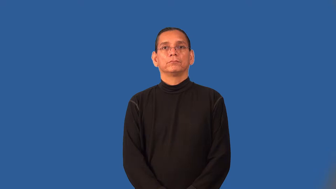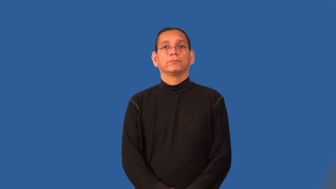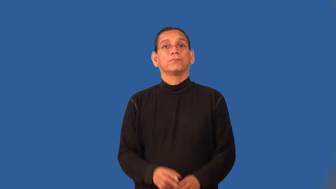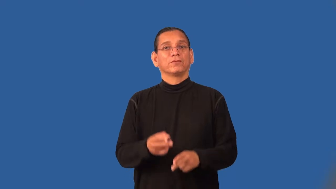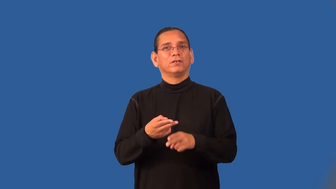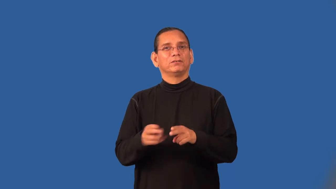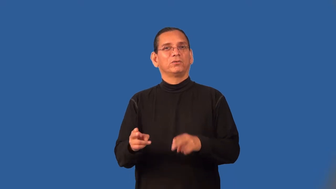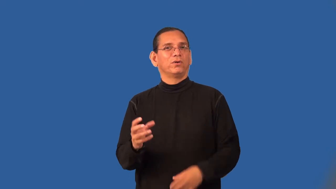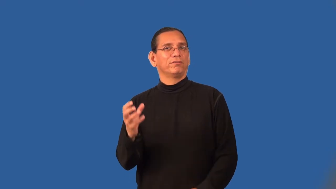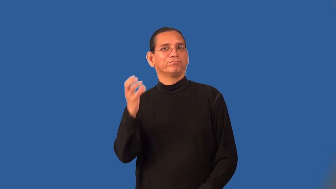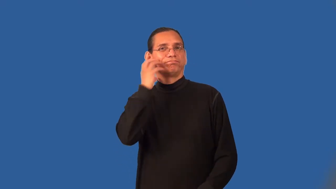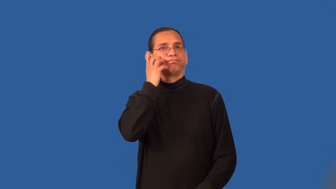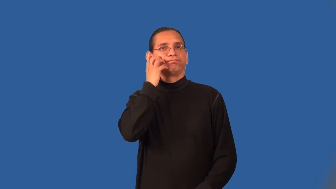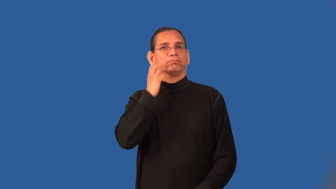stubby,stumpy